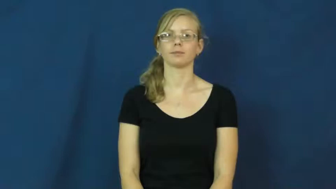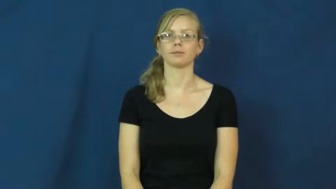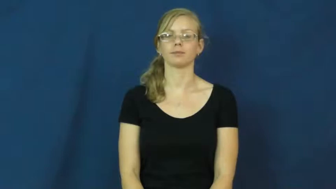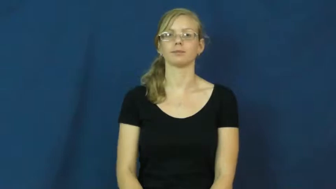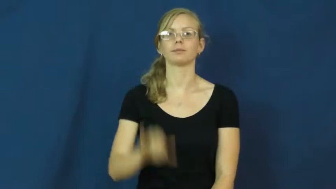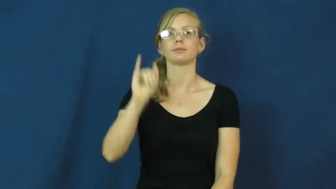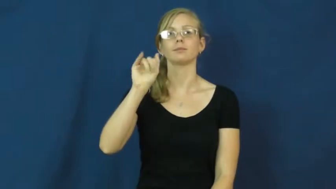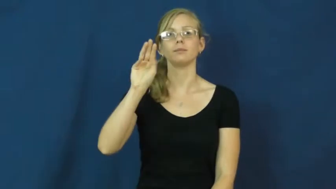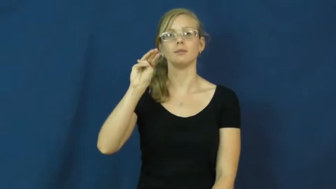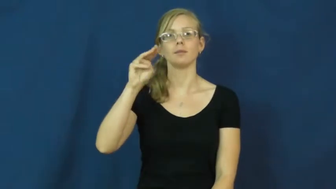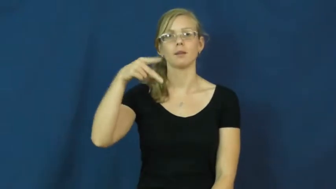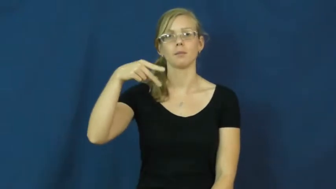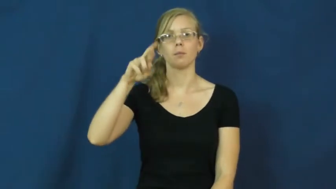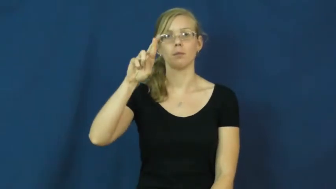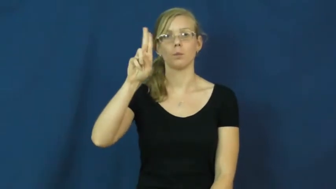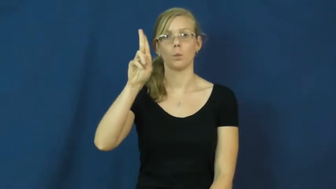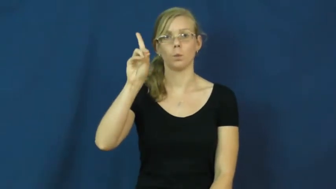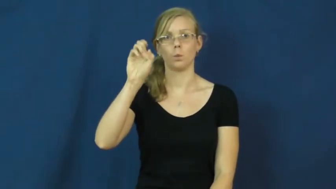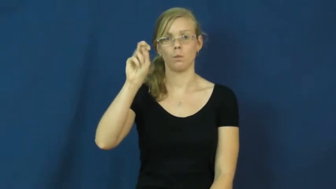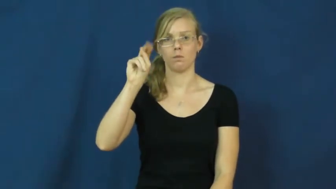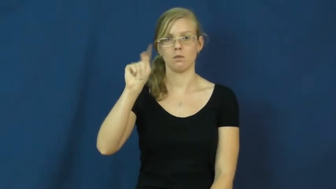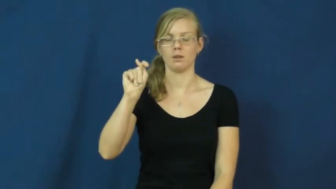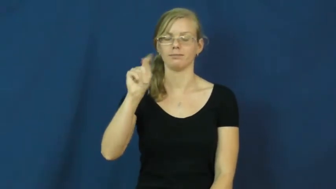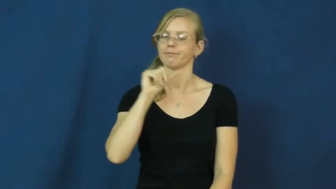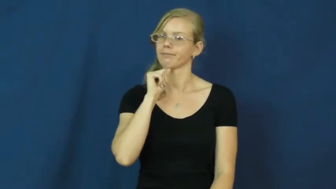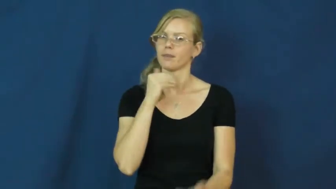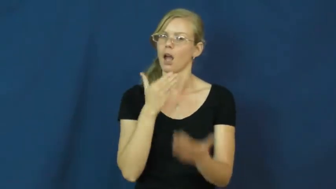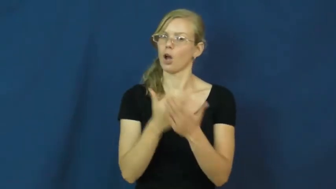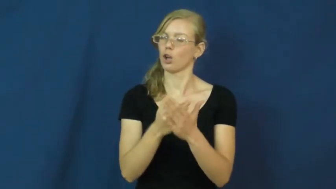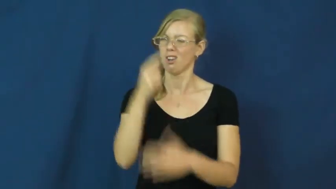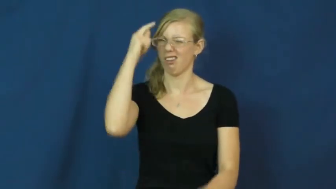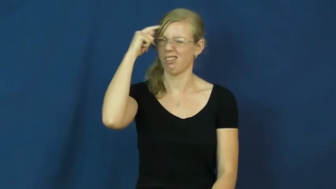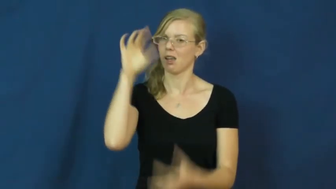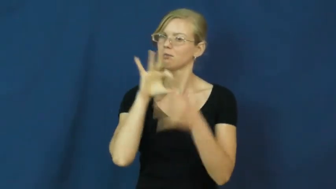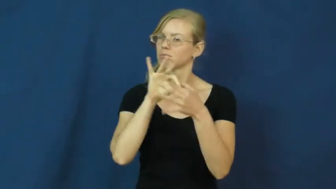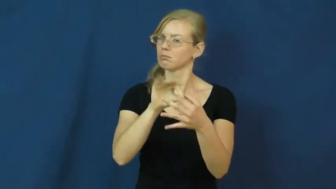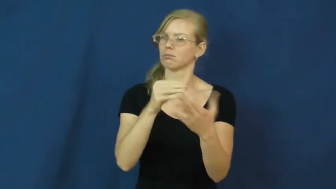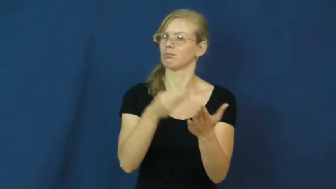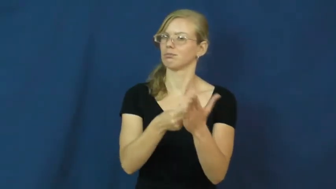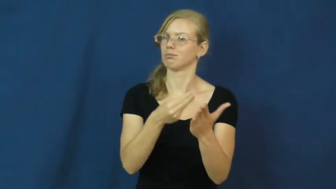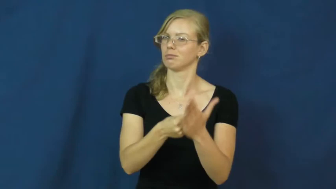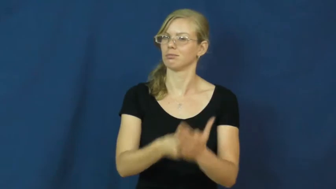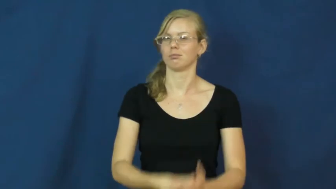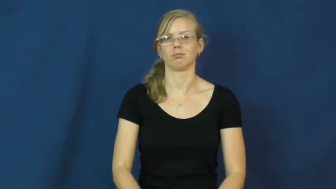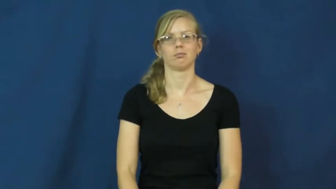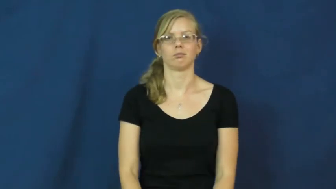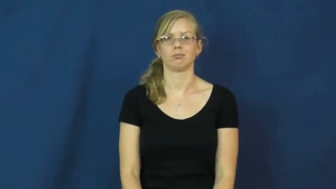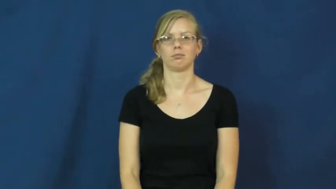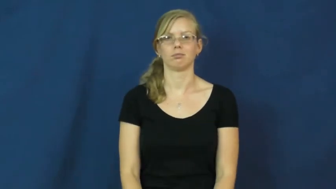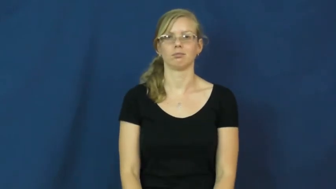imprudent